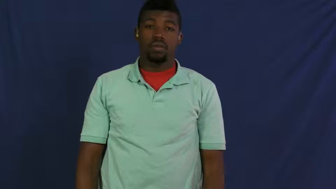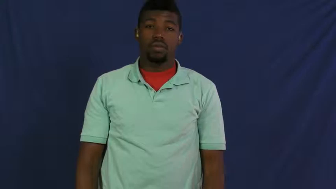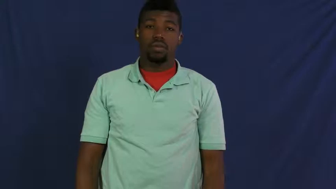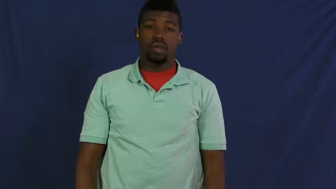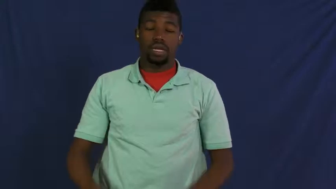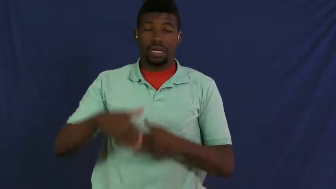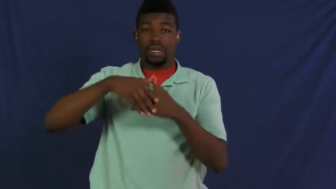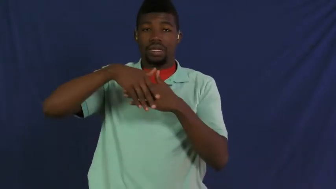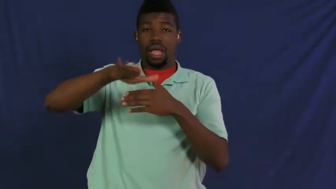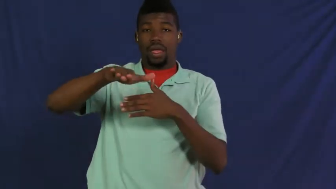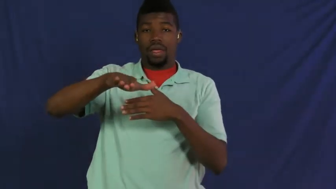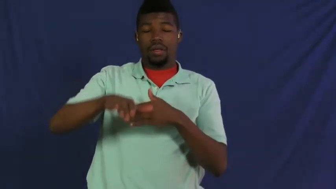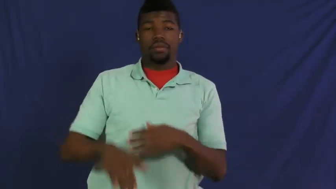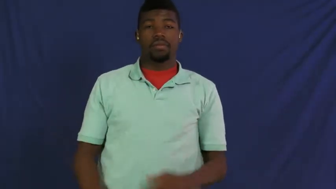send,send in,send off,send out,ship off,ship out,send down,bundle off,export